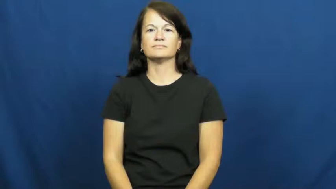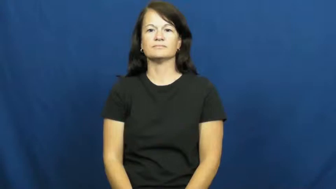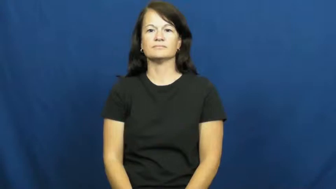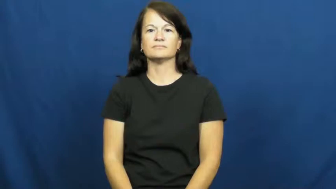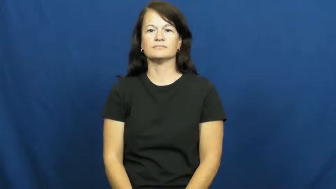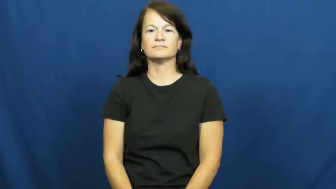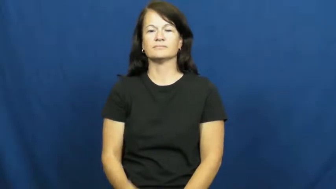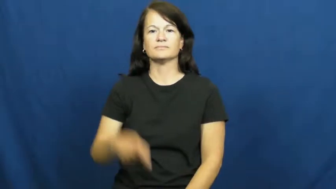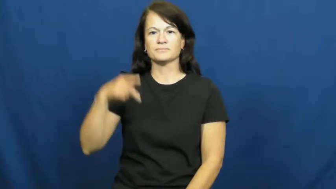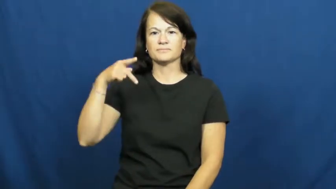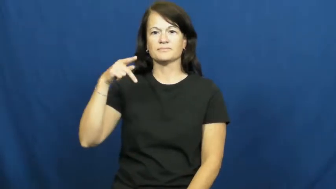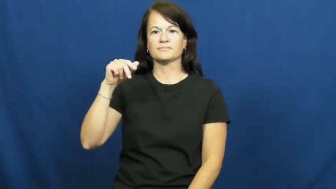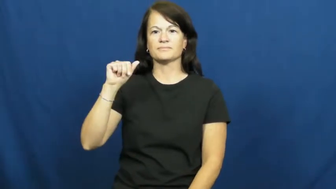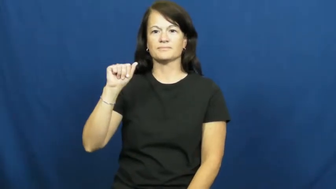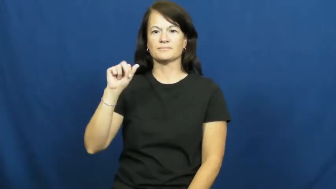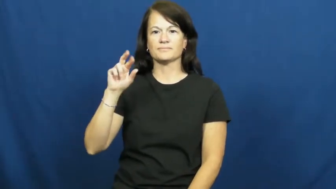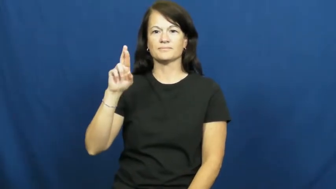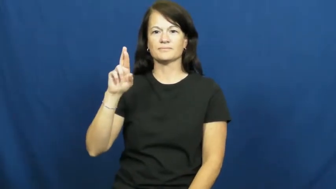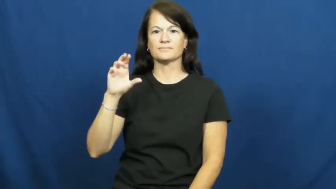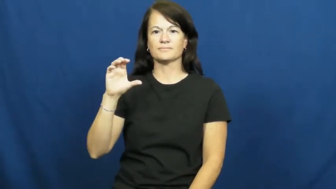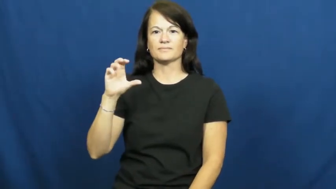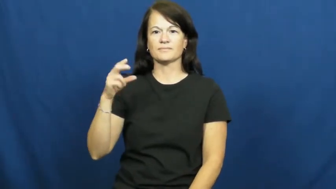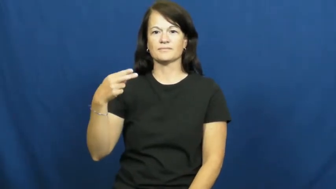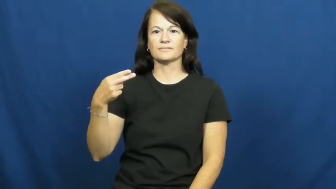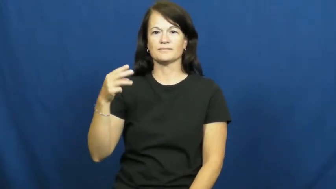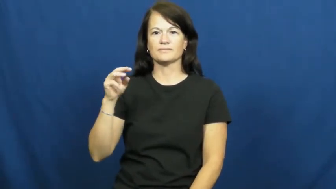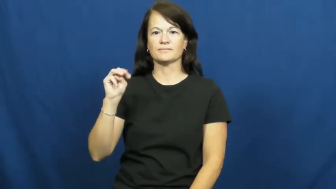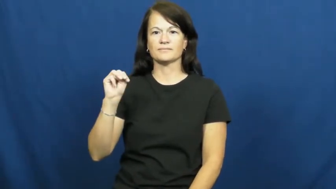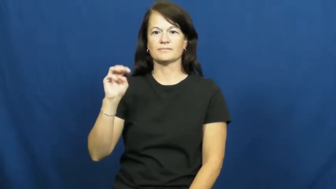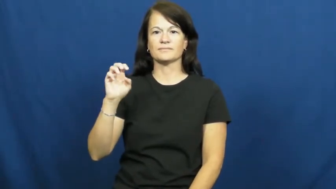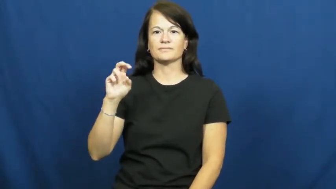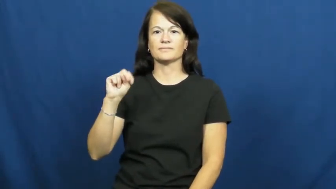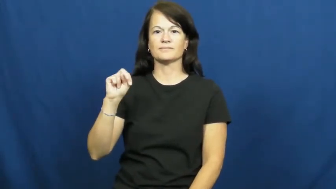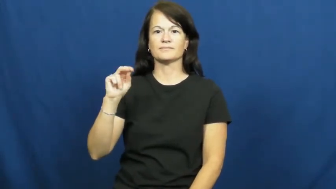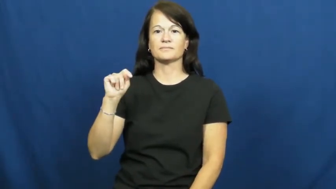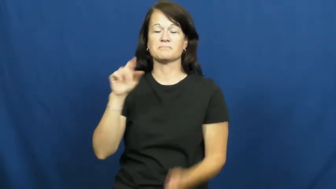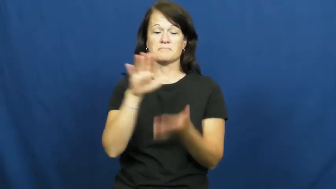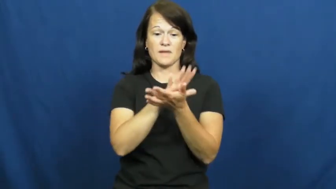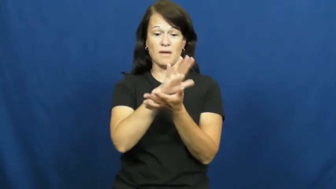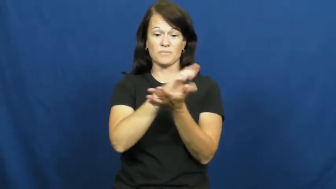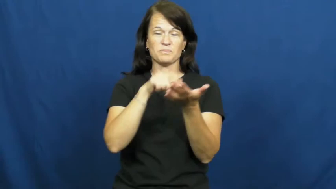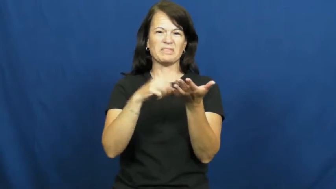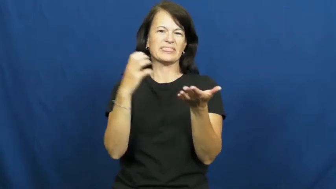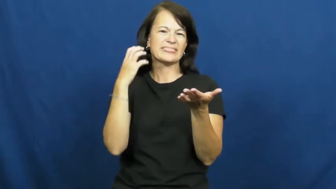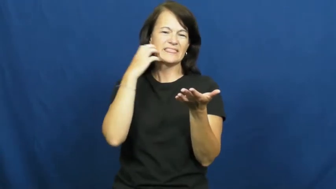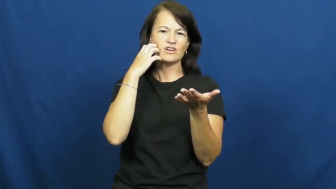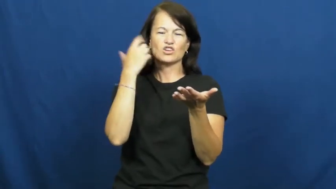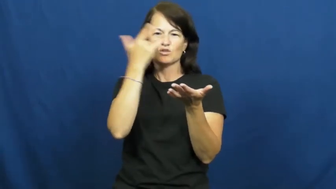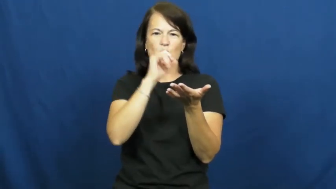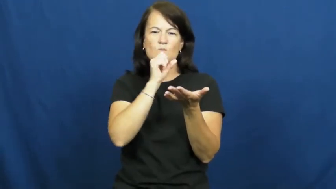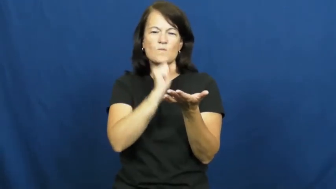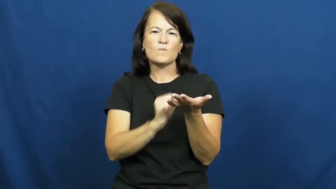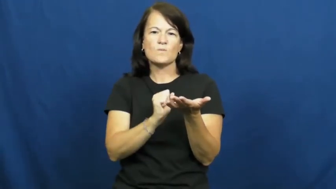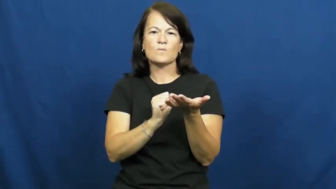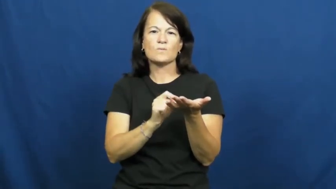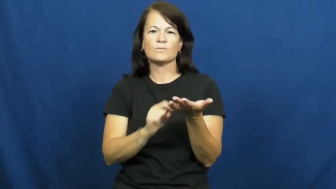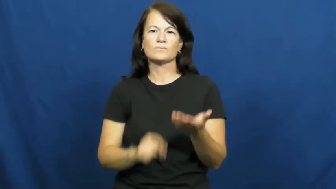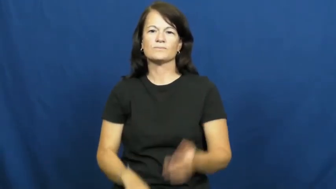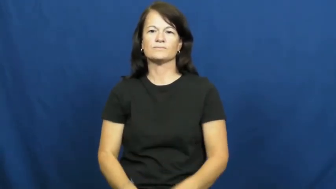parchment